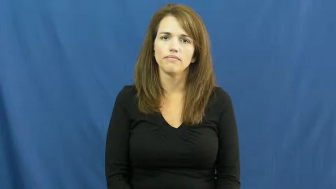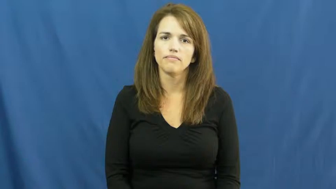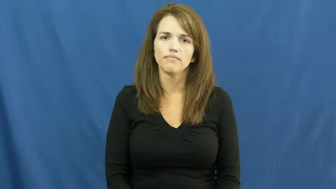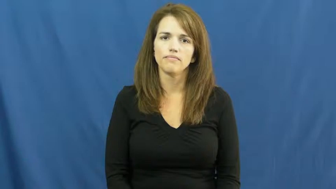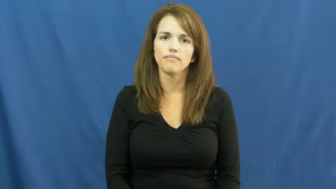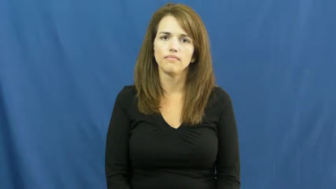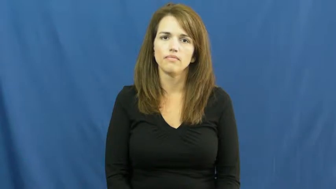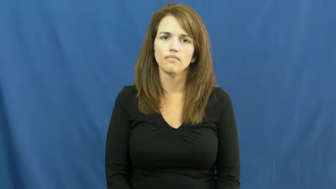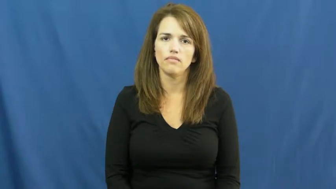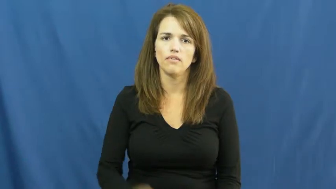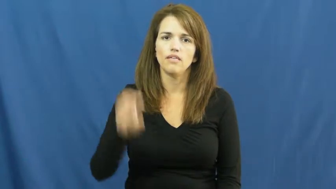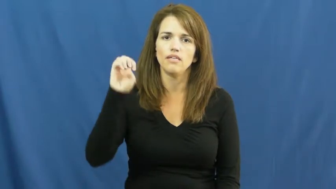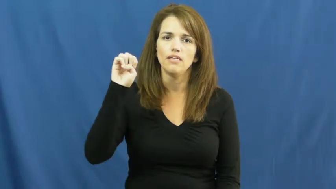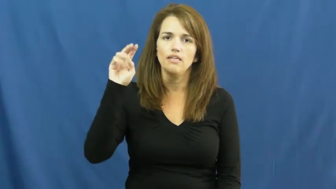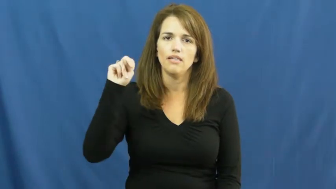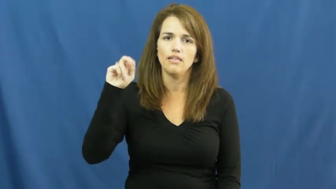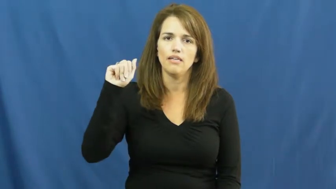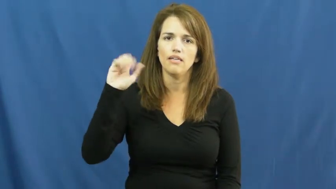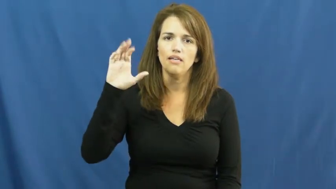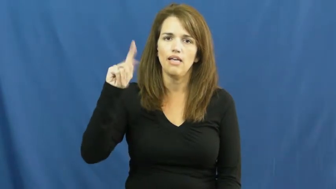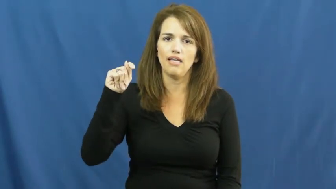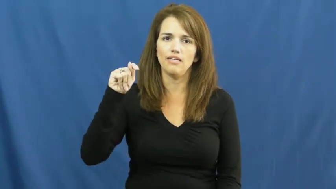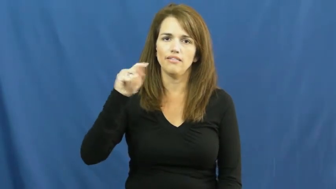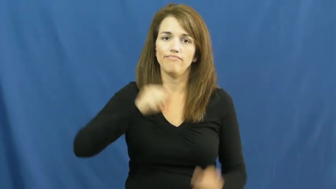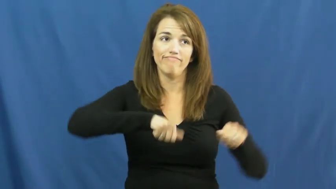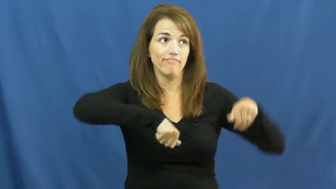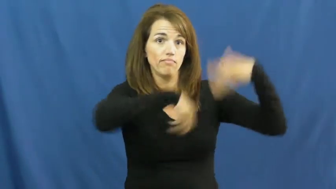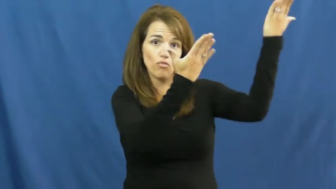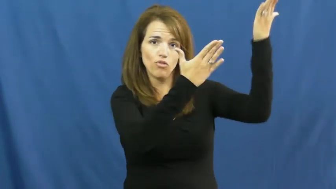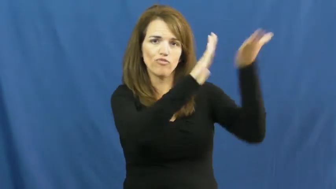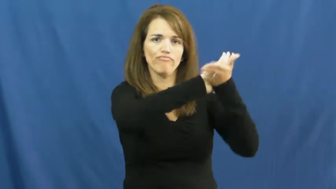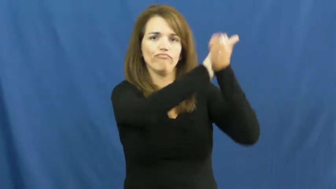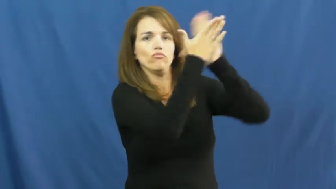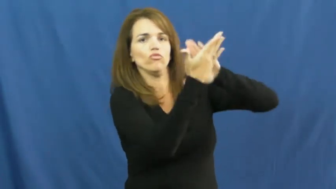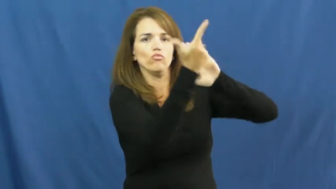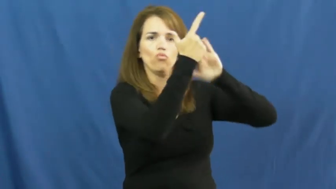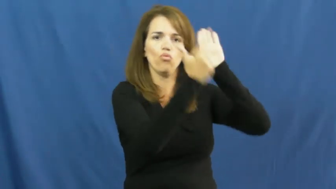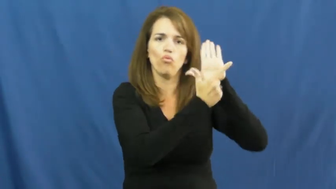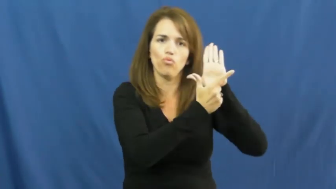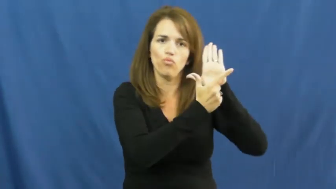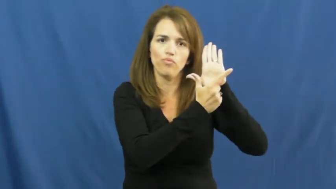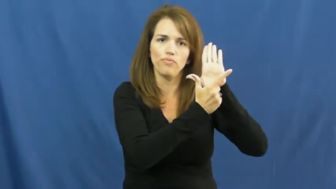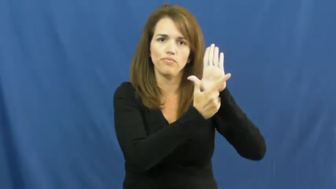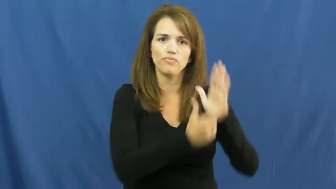enact-law